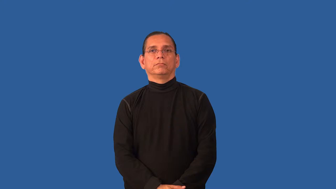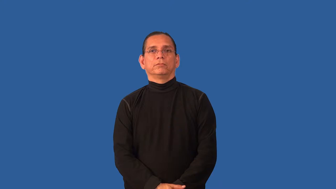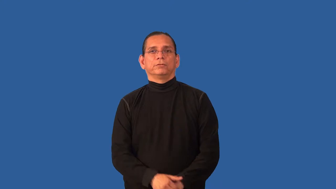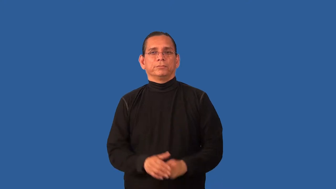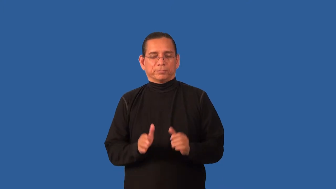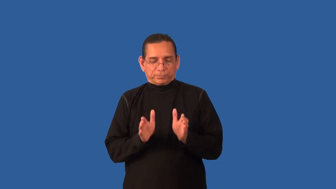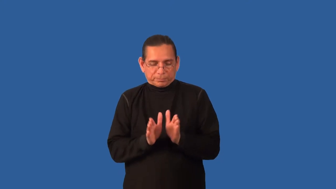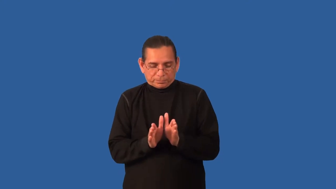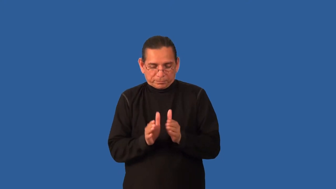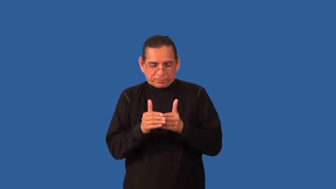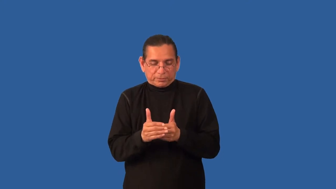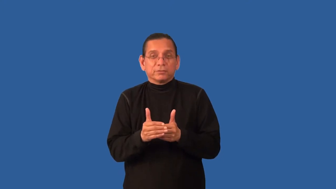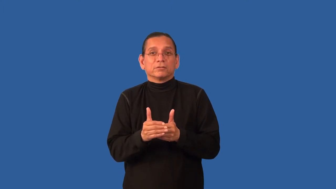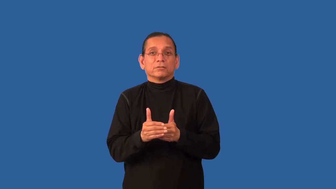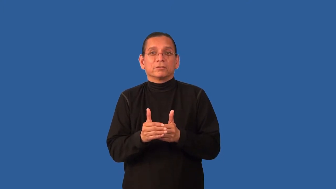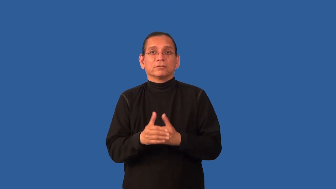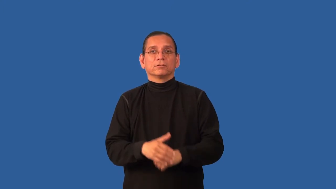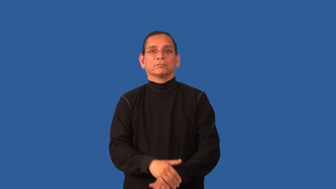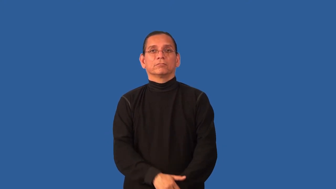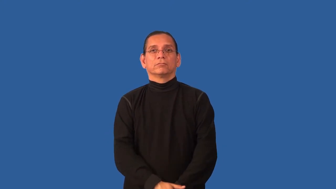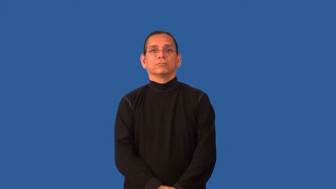cell,receptacle-small container